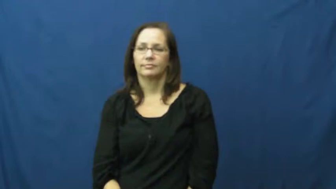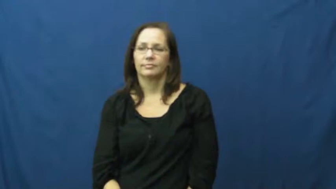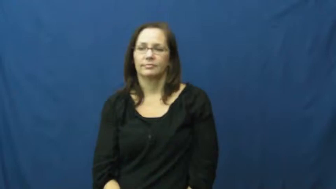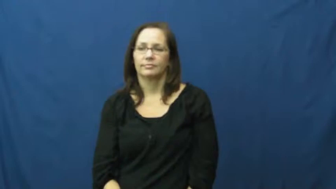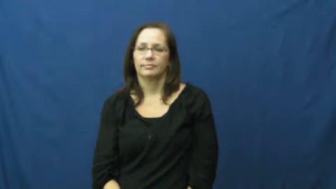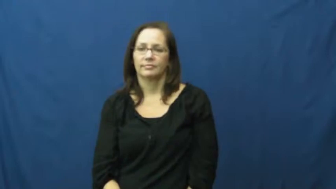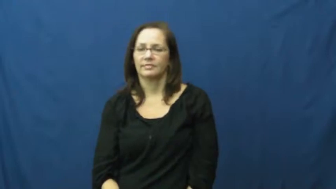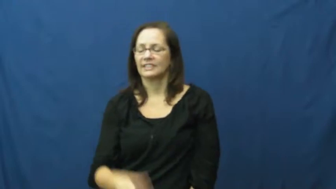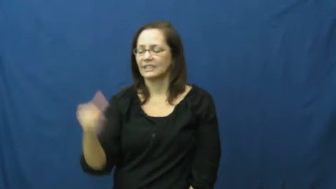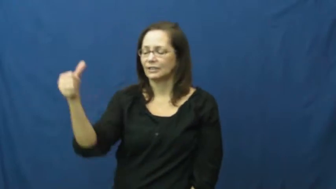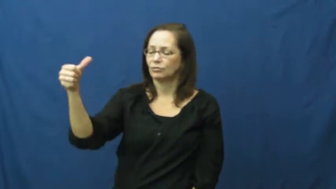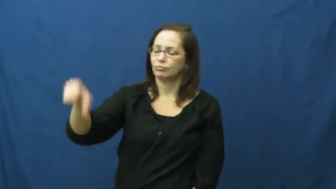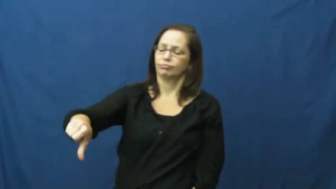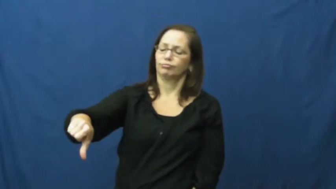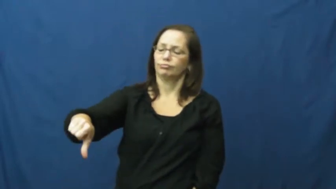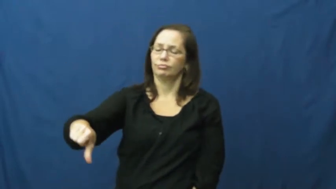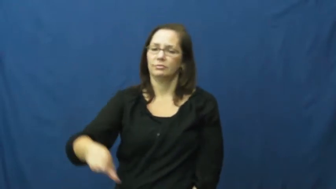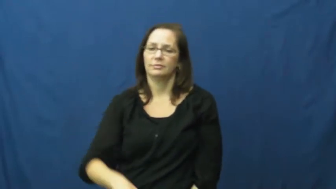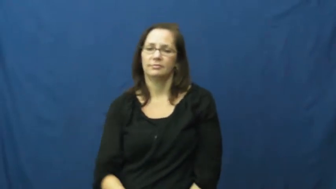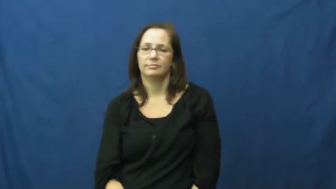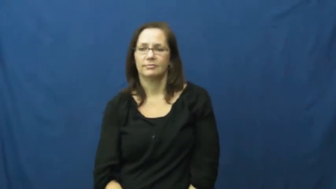snub,spurn